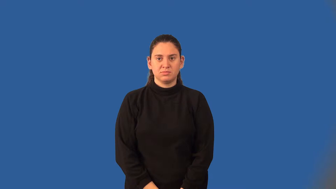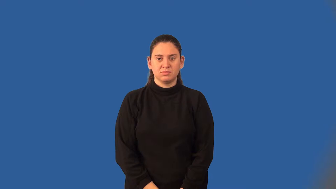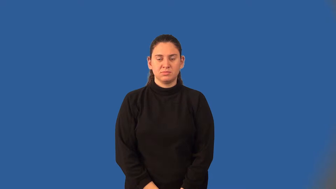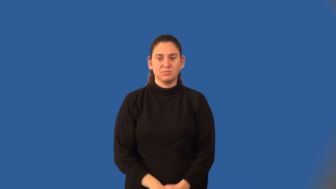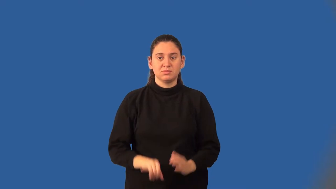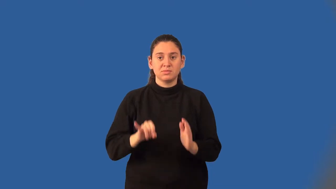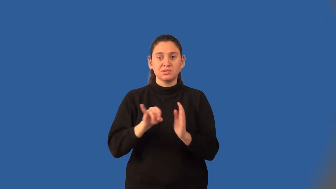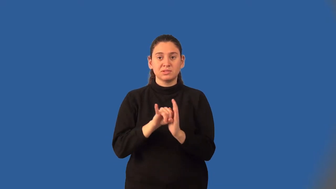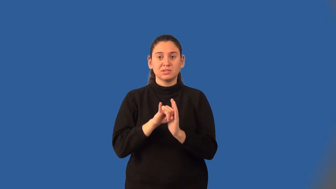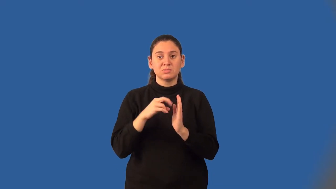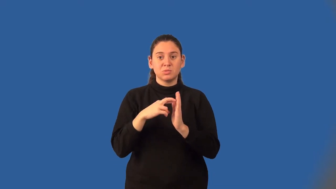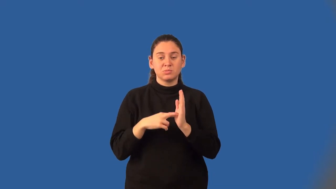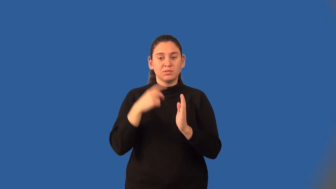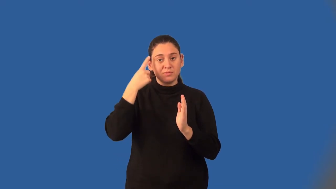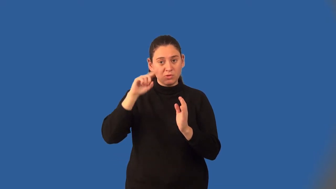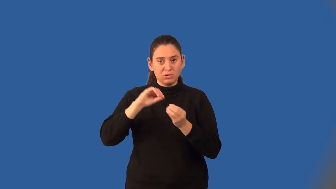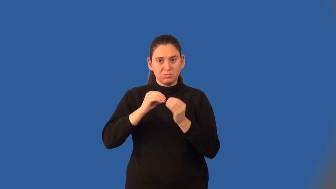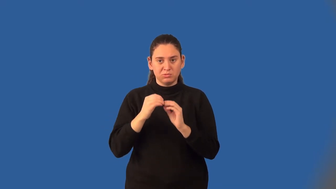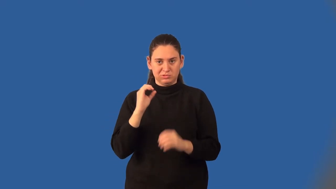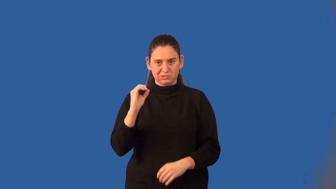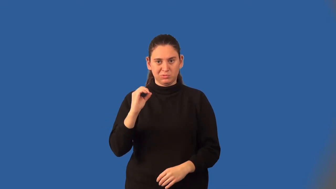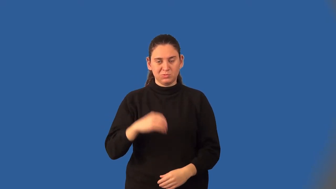identity property of zero